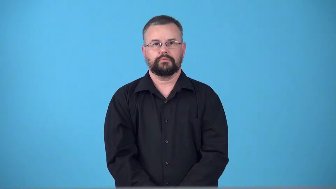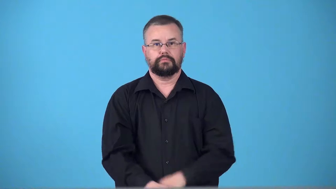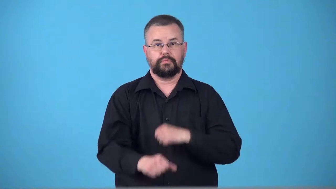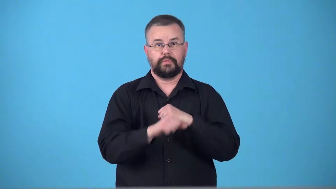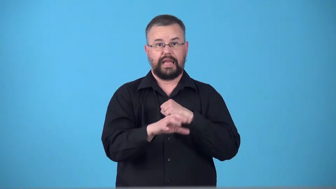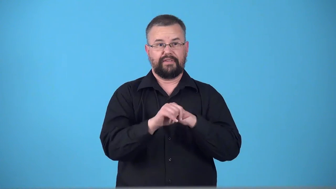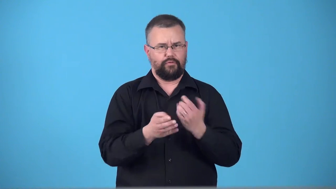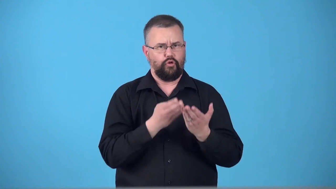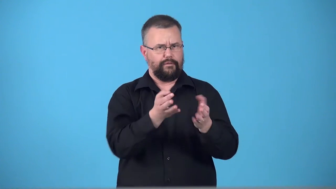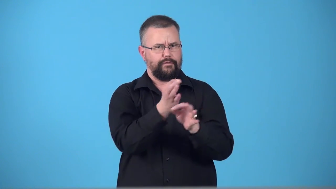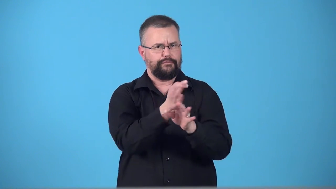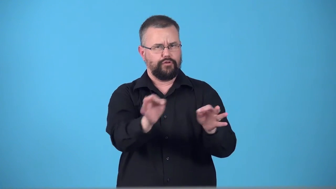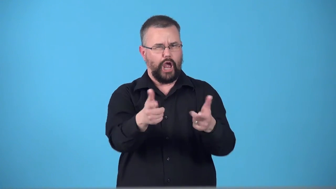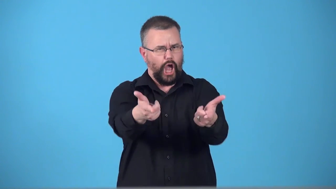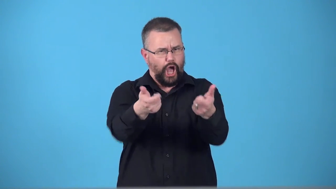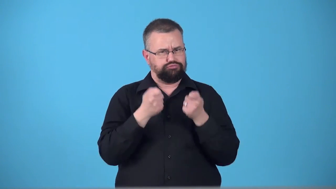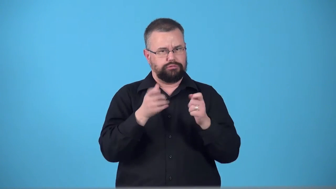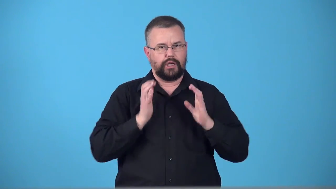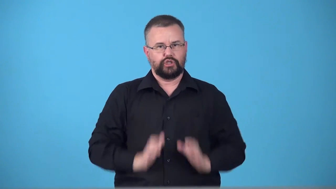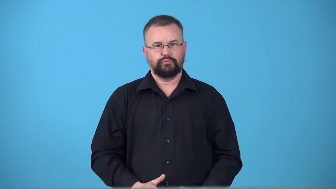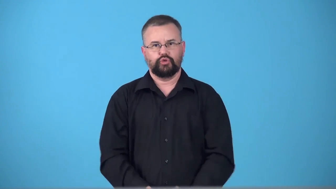teaser,trailer-something to attract and interest people